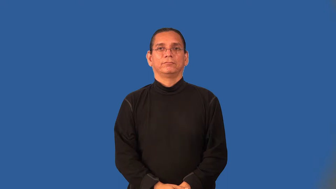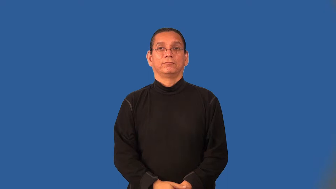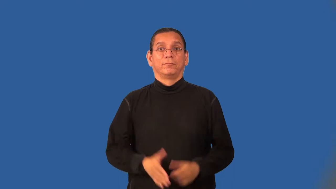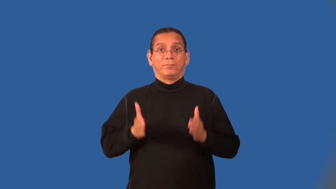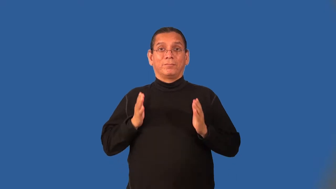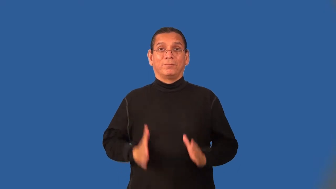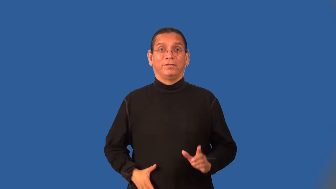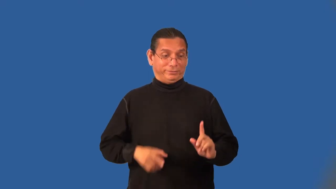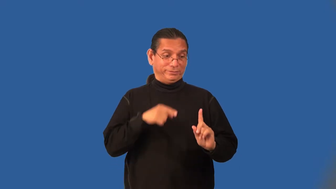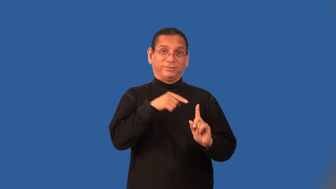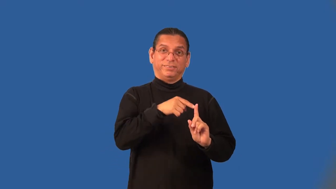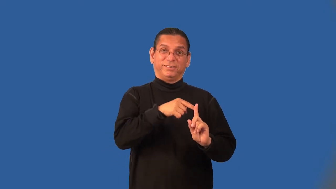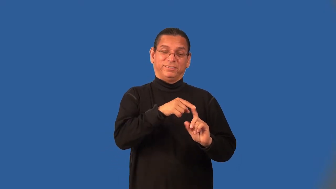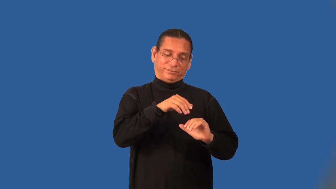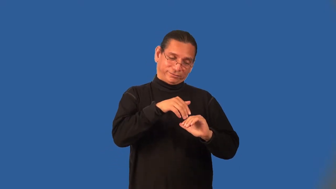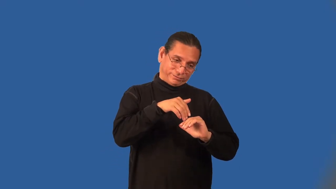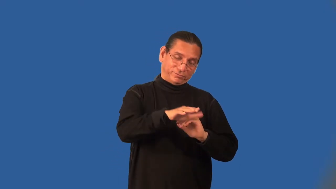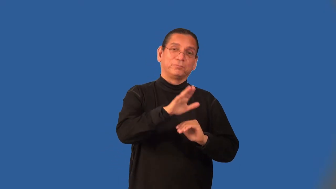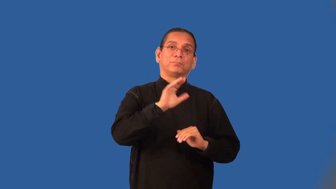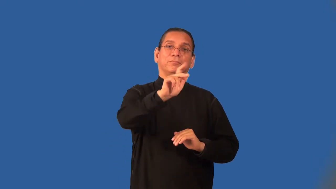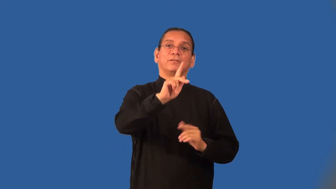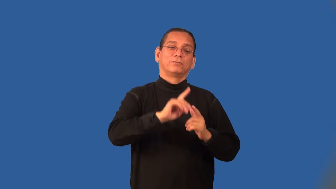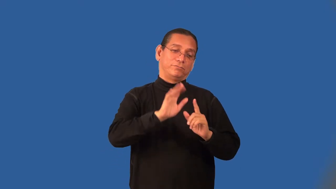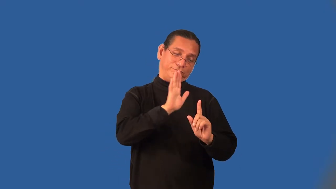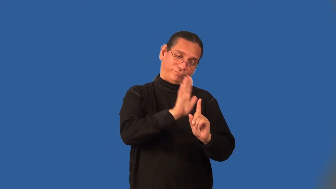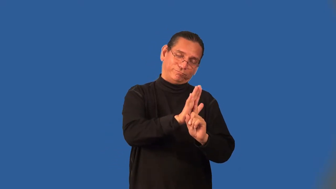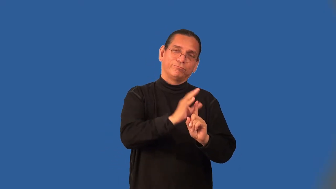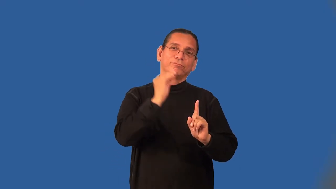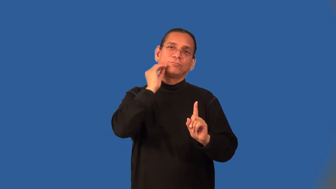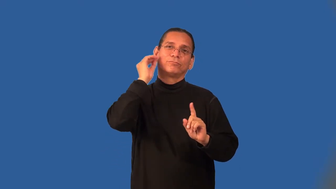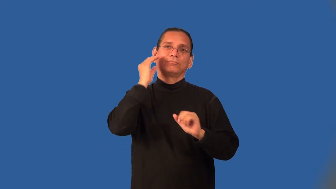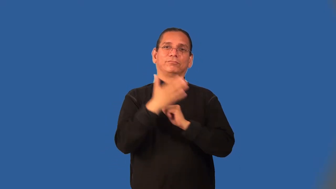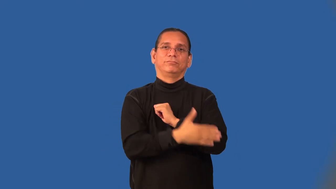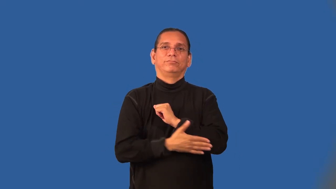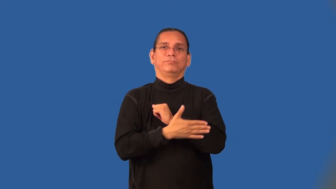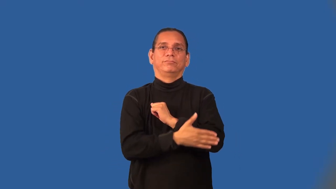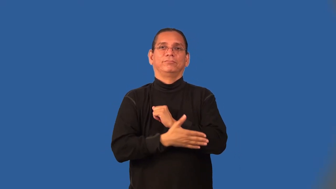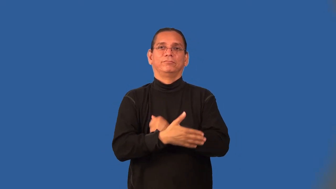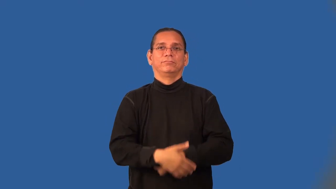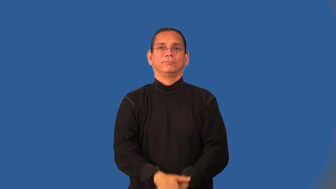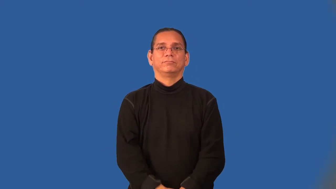deportee